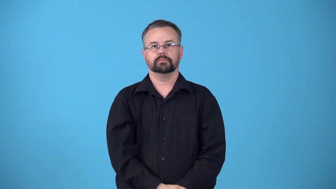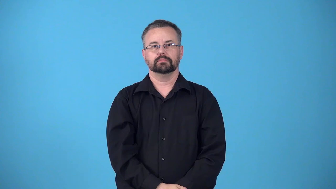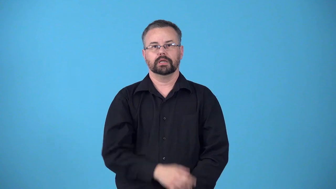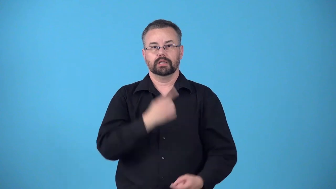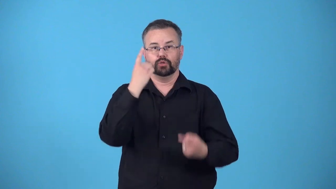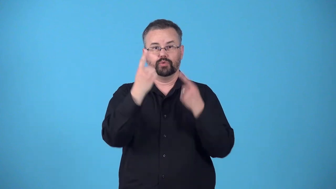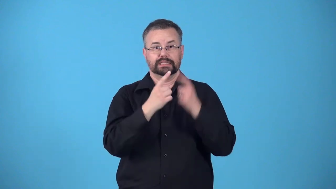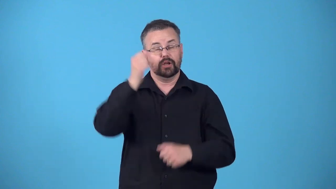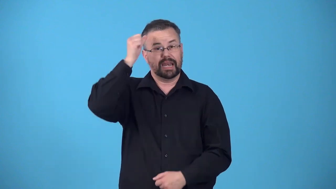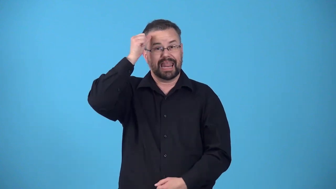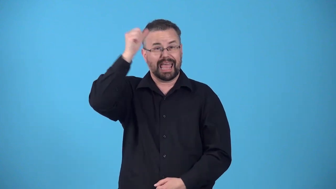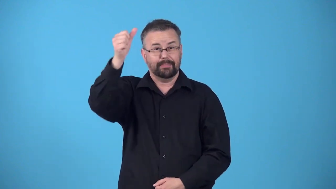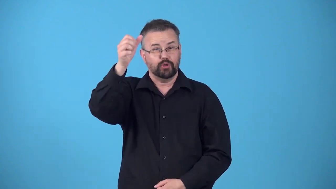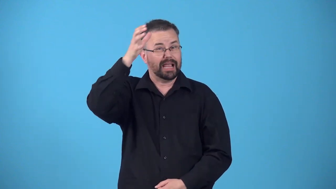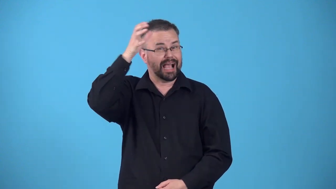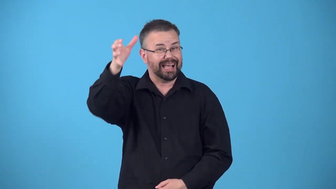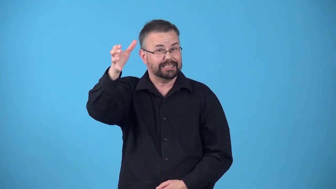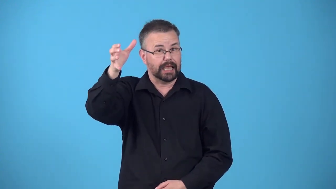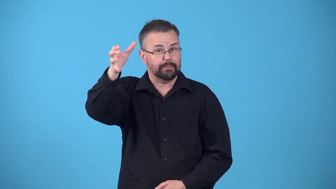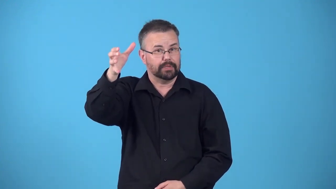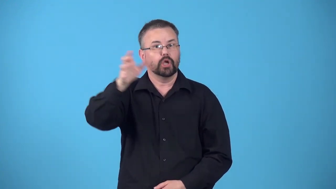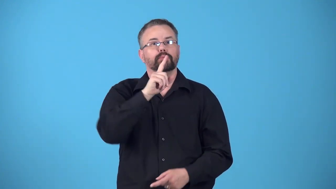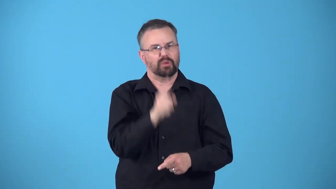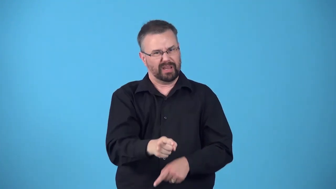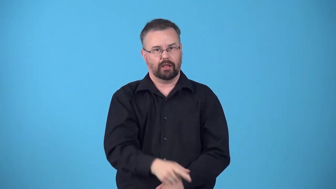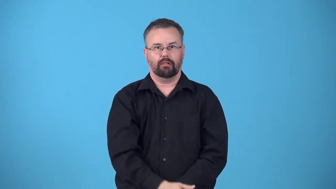reify